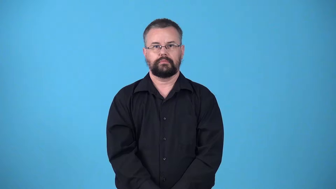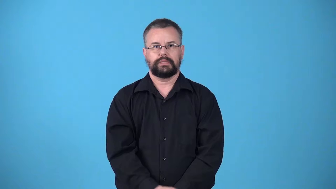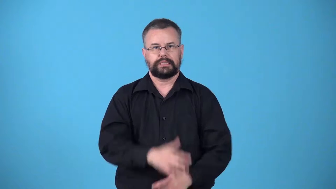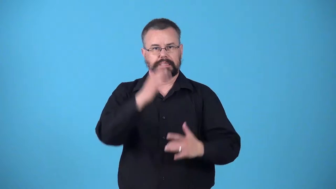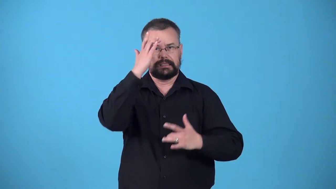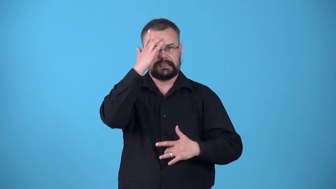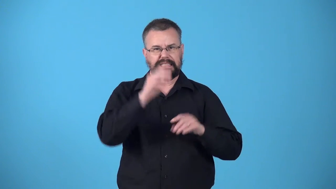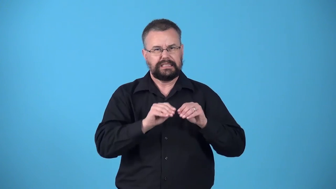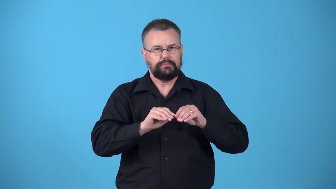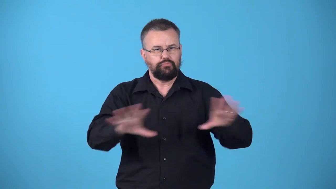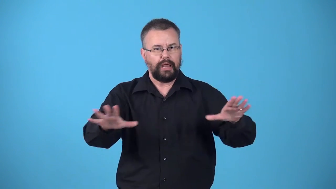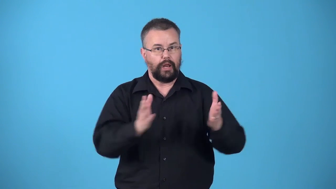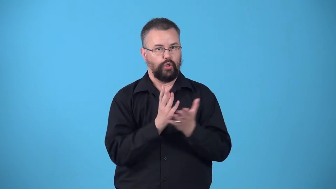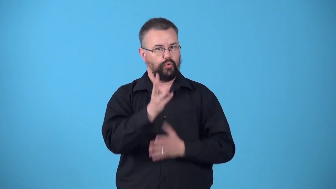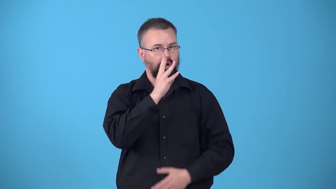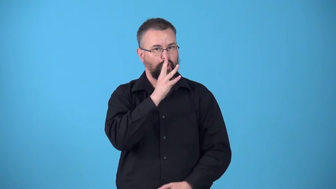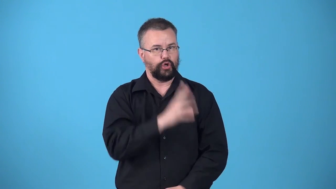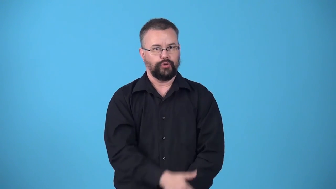waterborne-disease spread by water